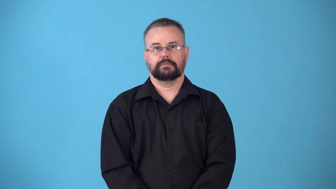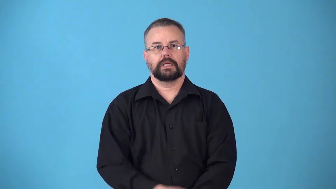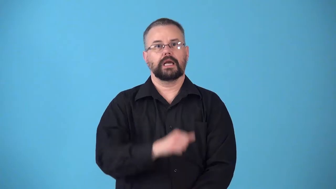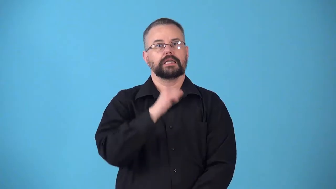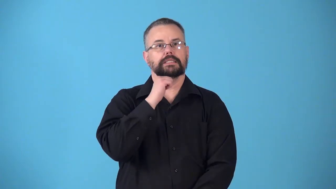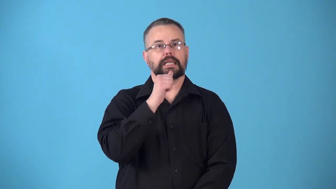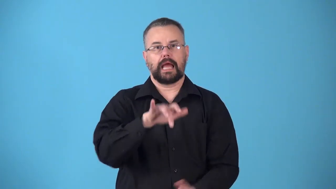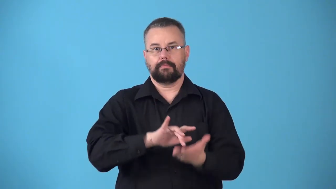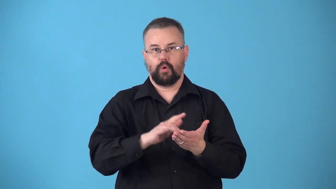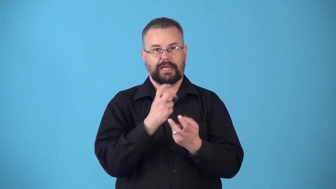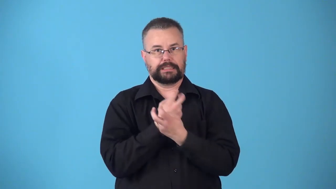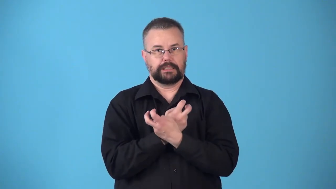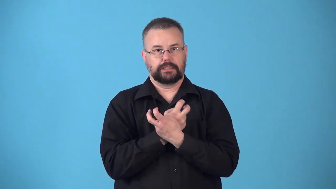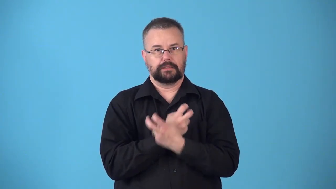nonpoisonous